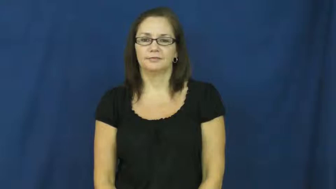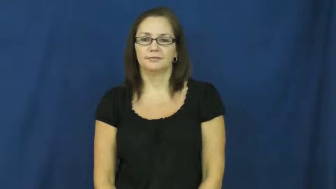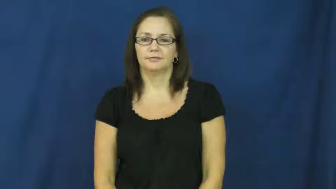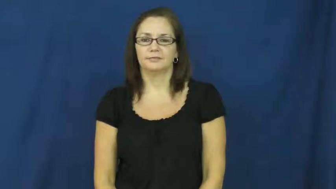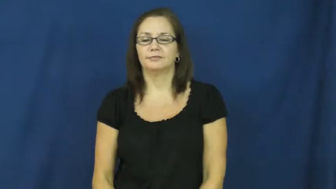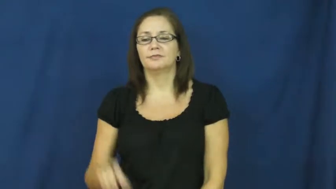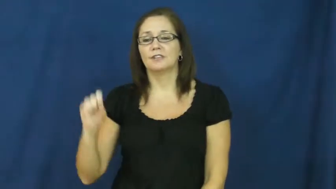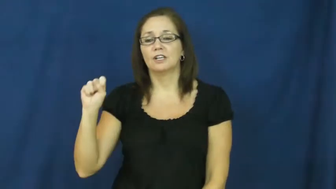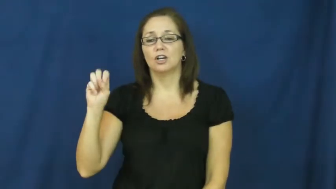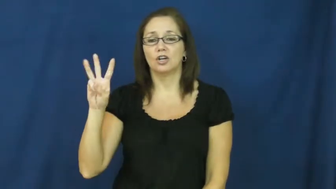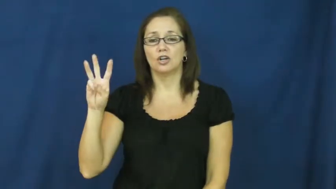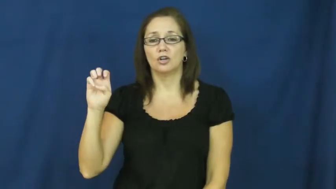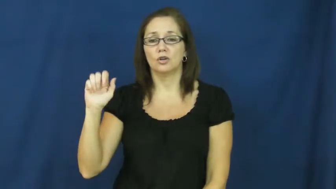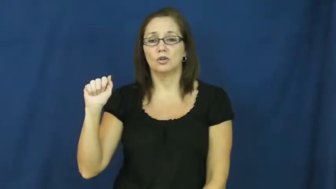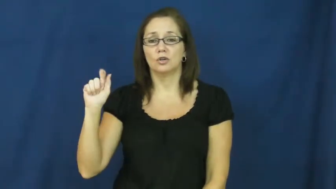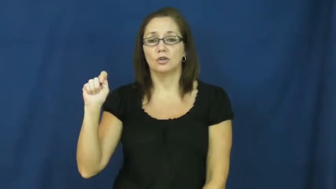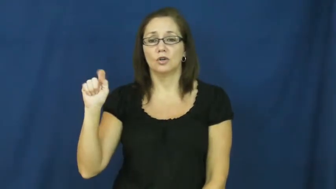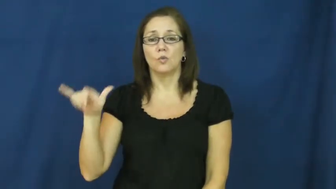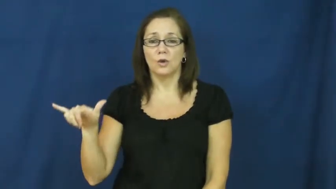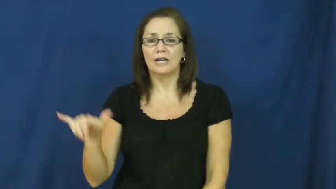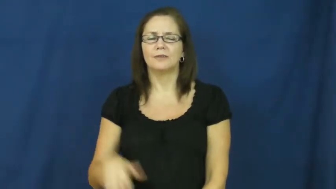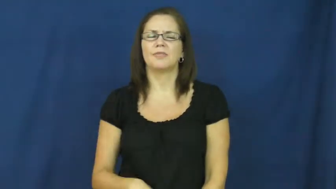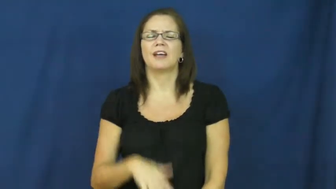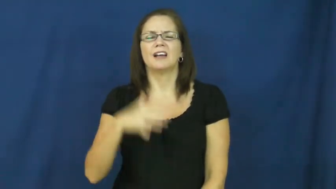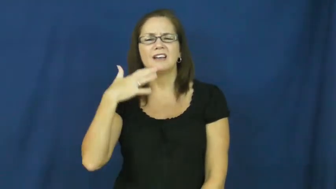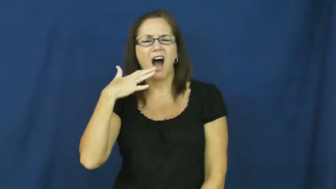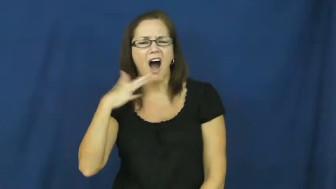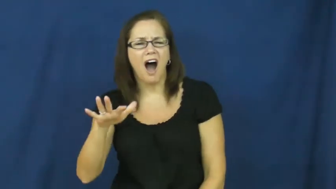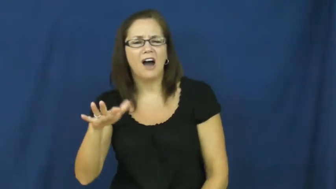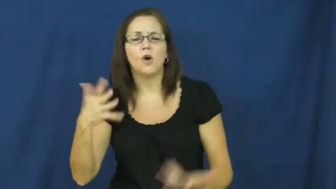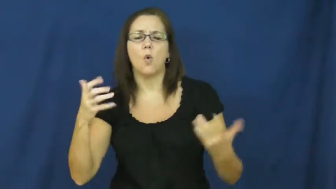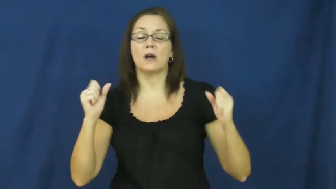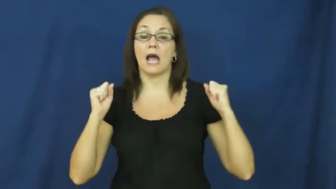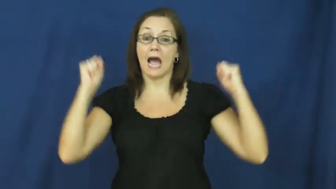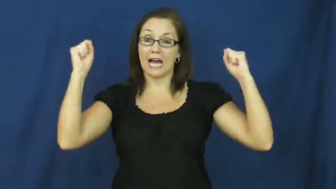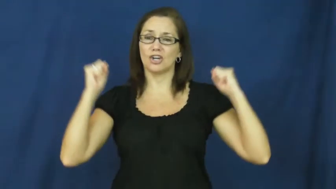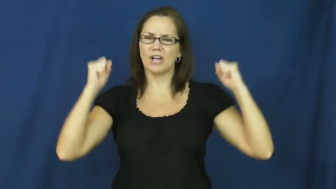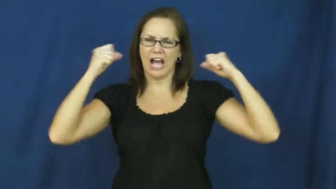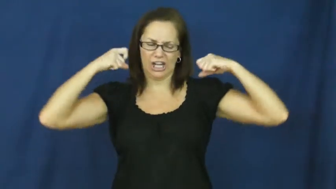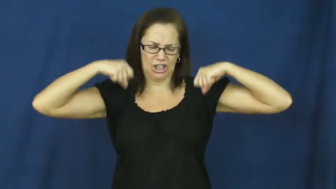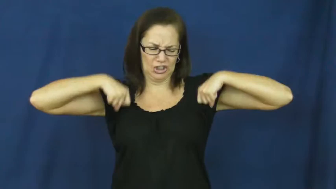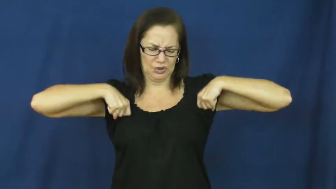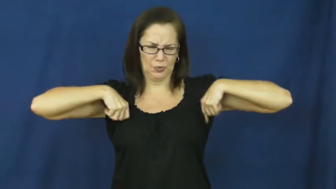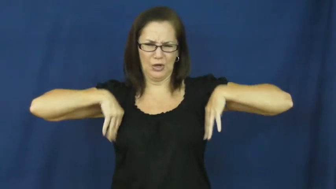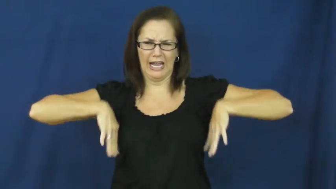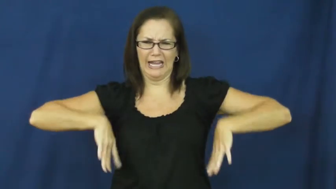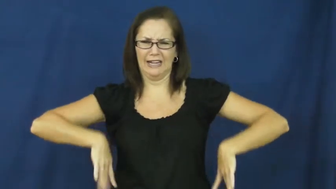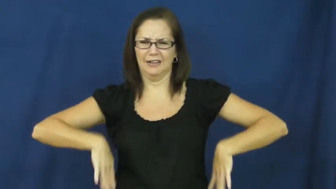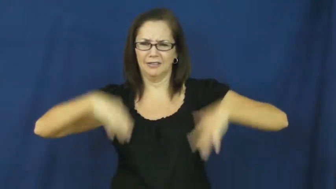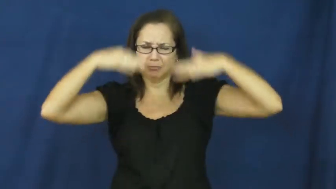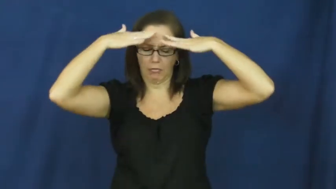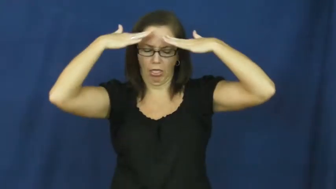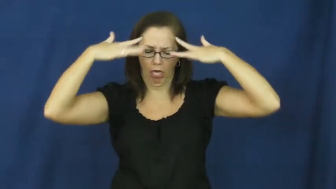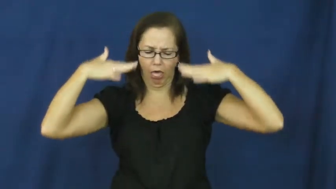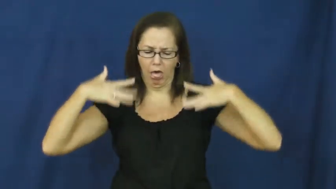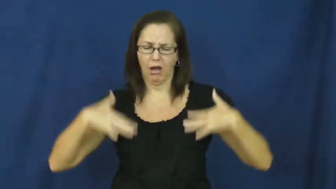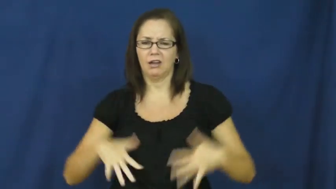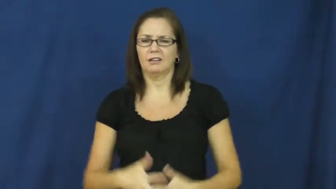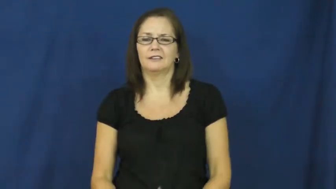sweaty